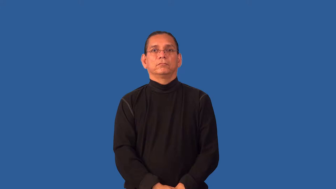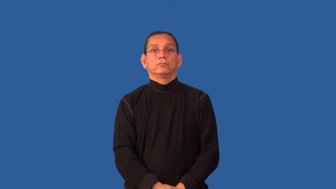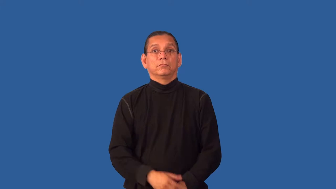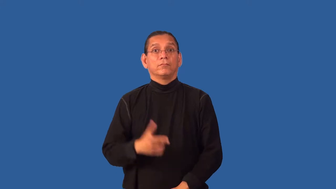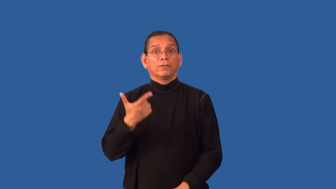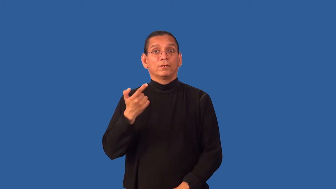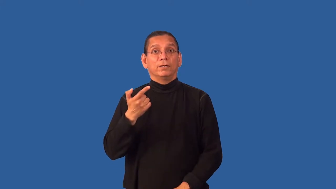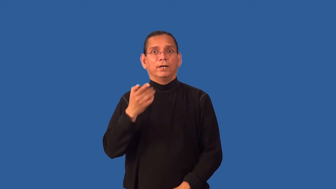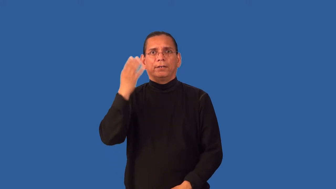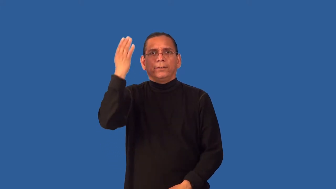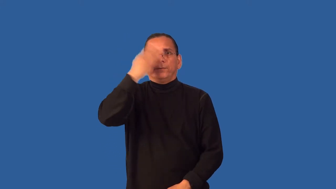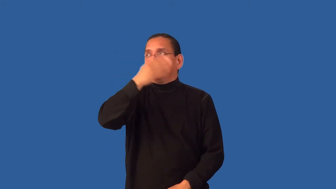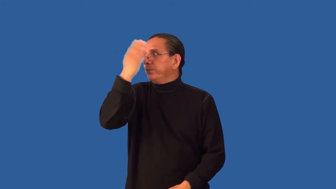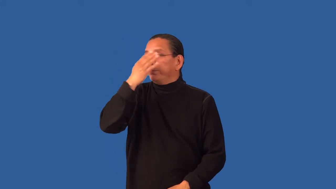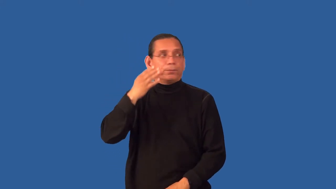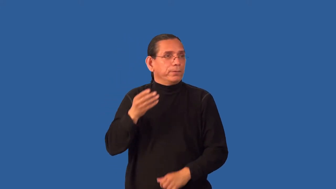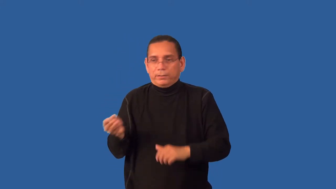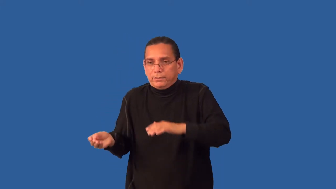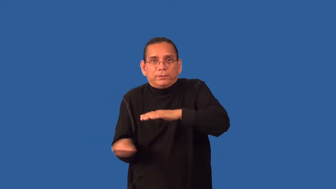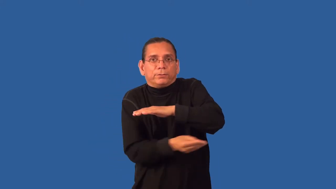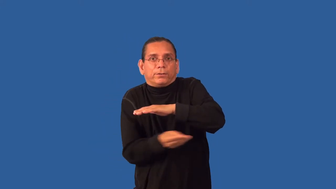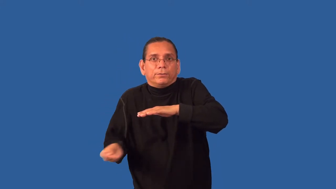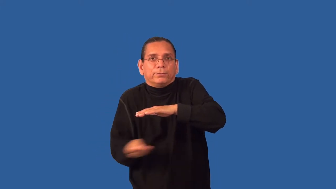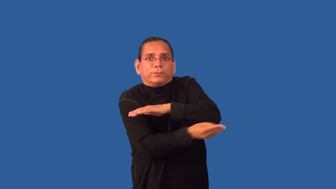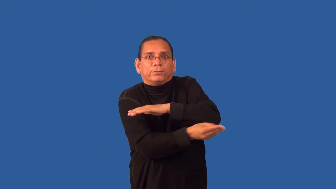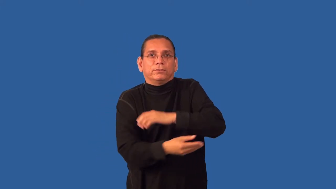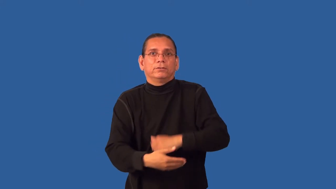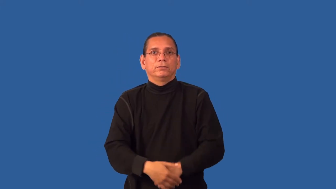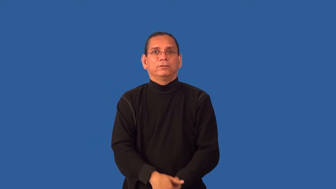run-guns